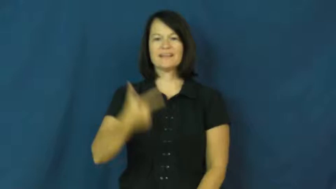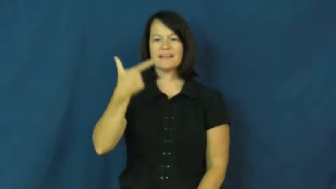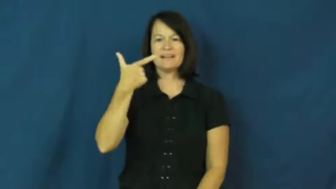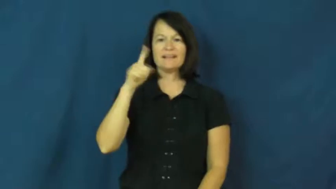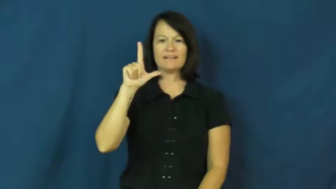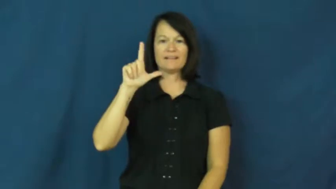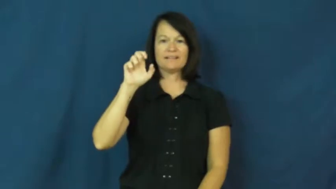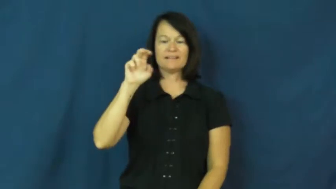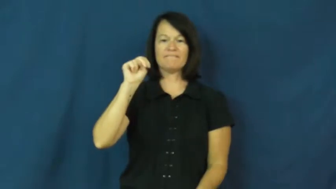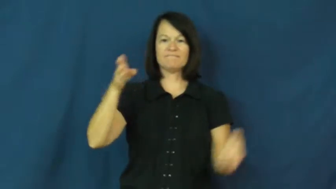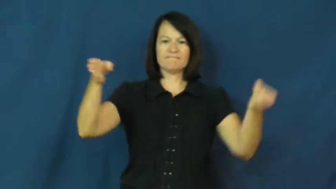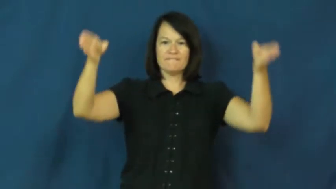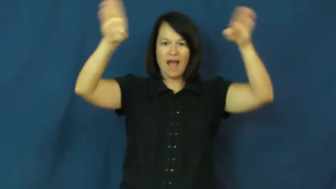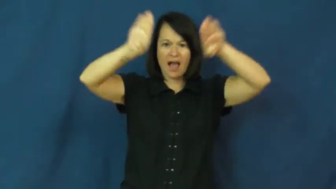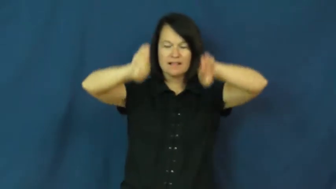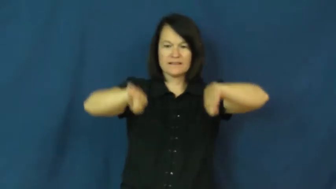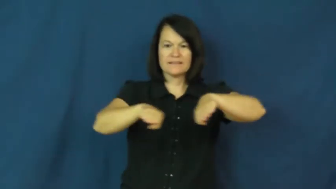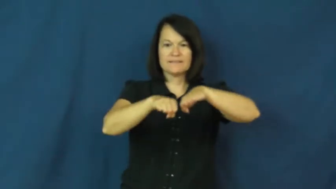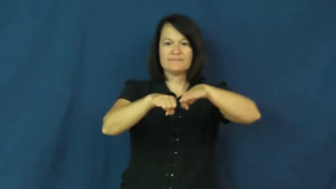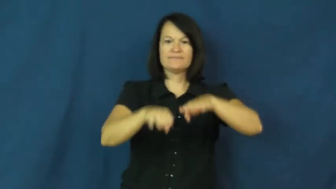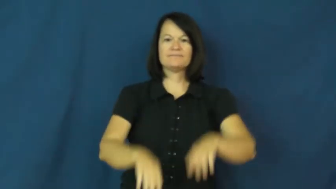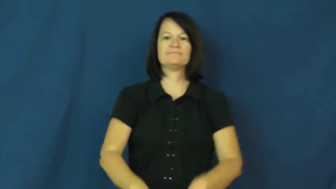glen